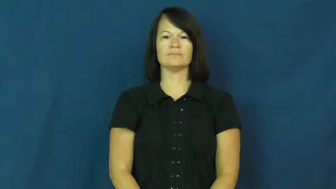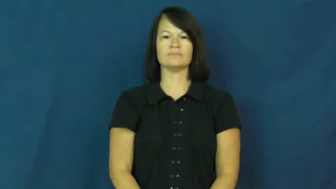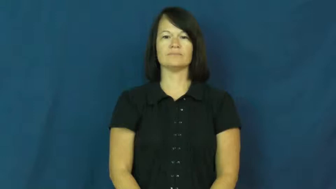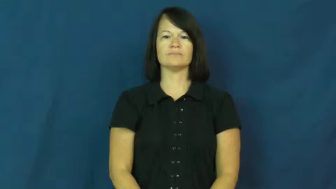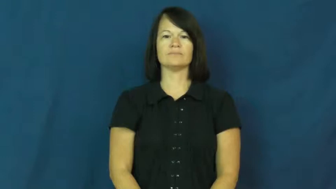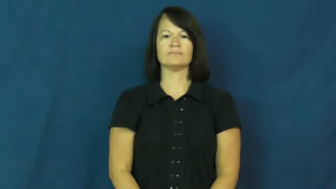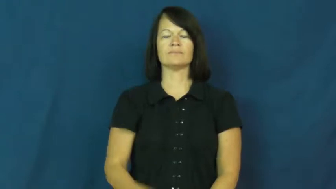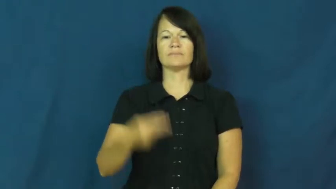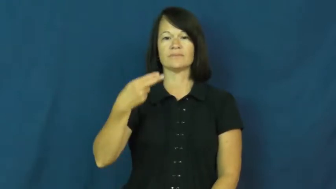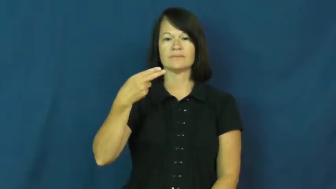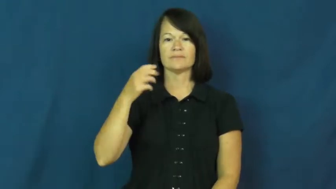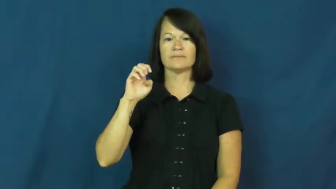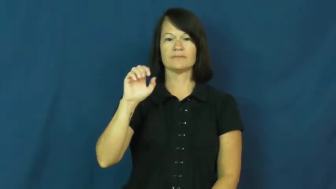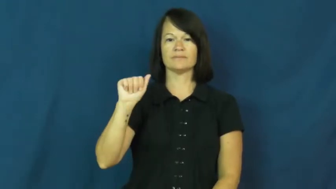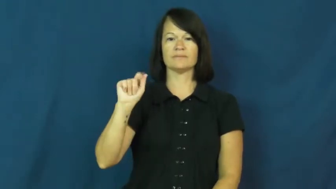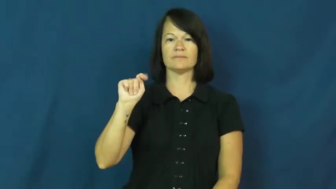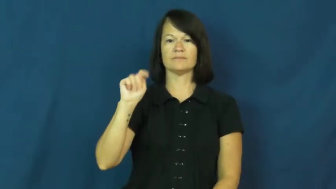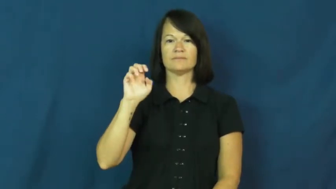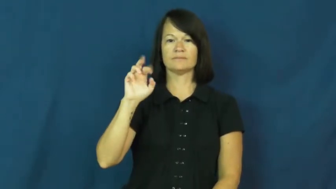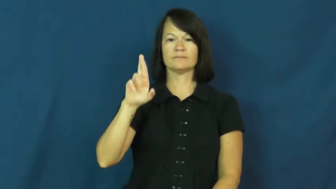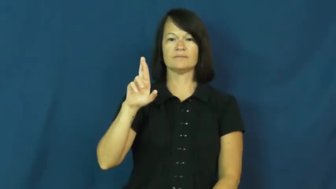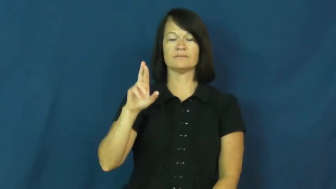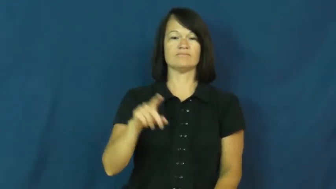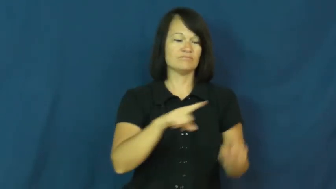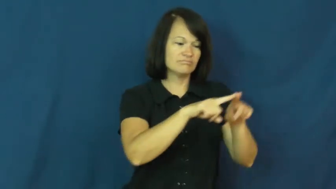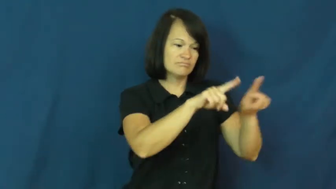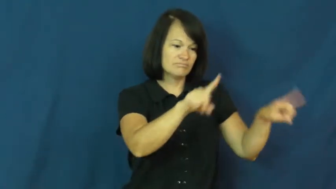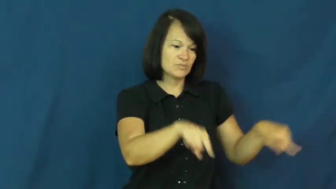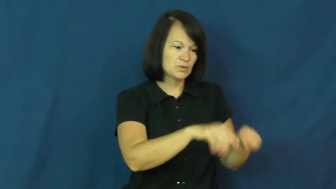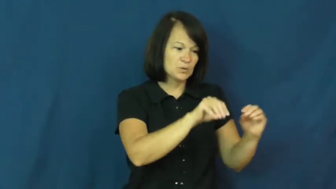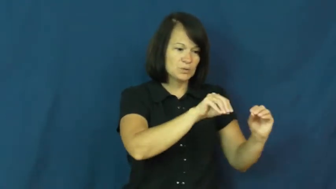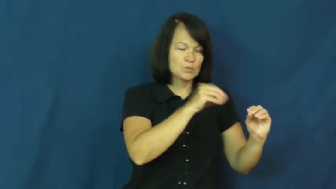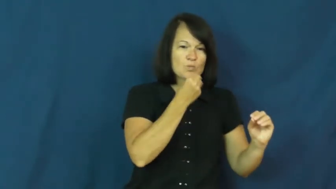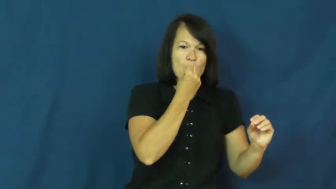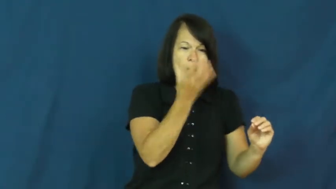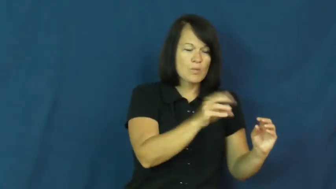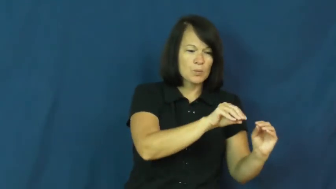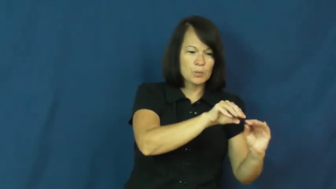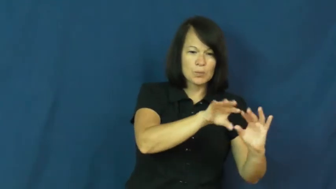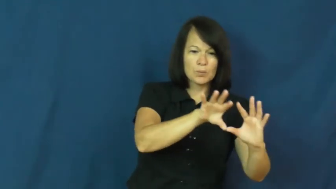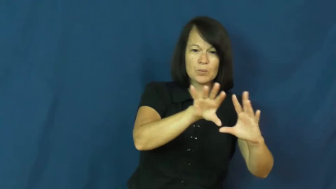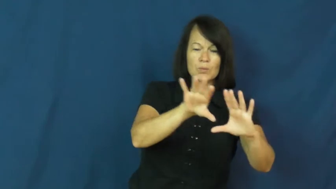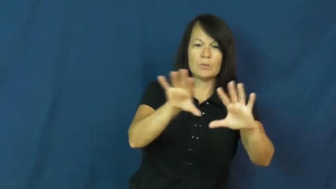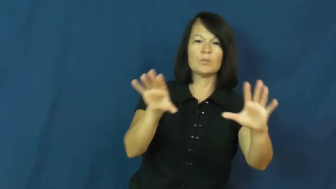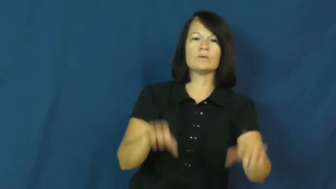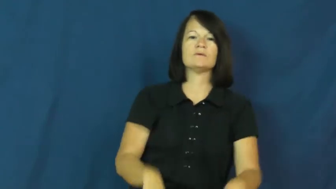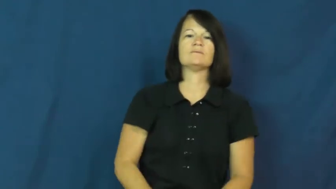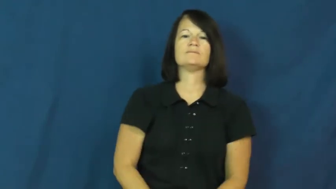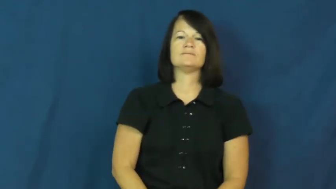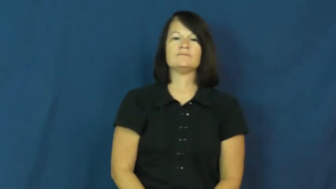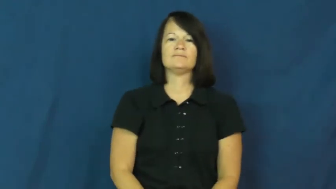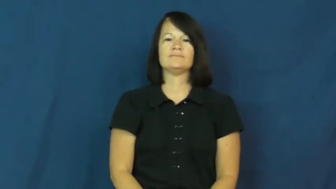heater,convector